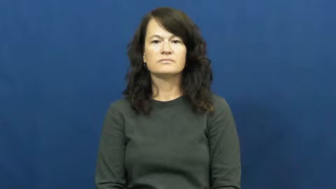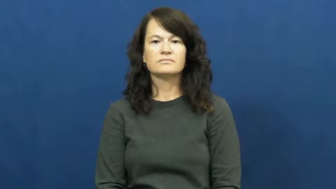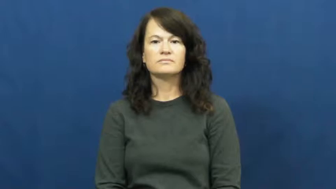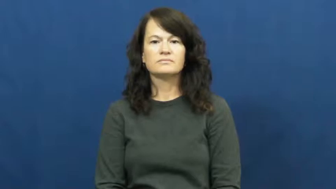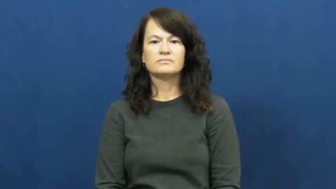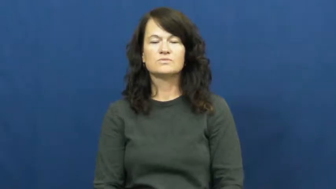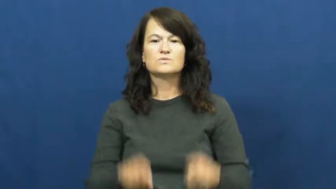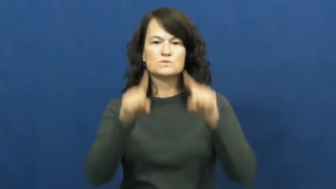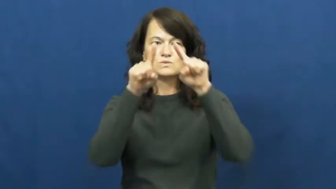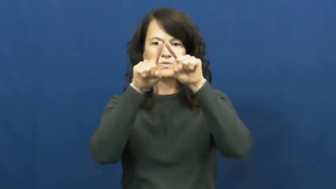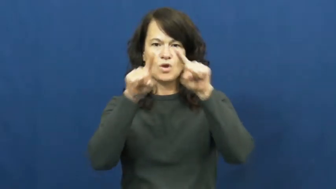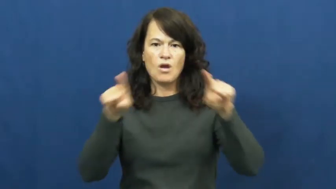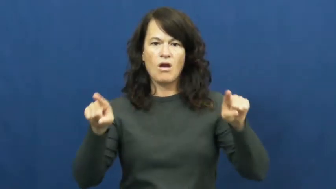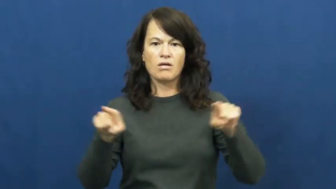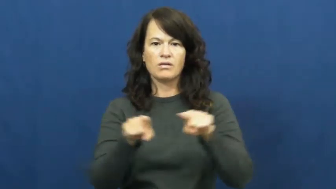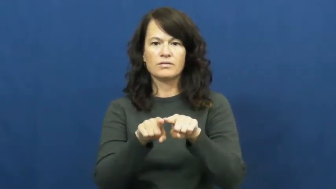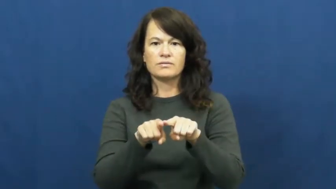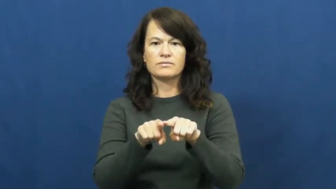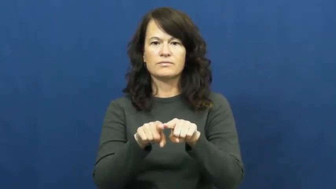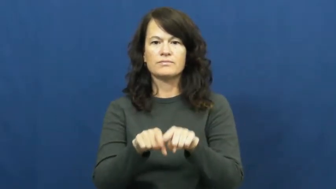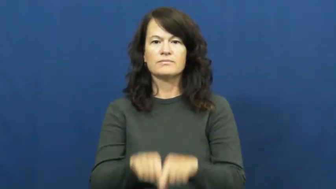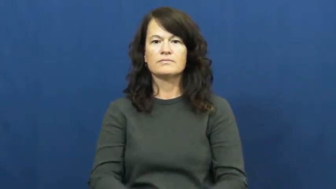triangle